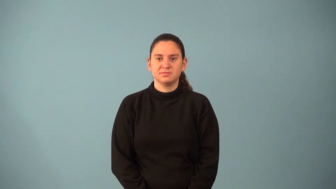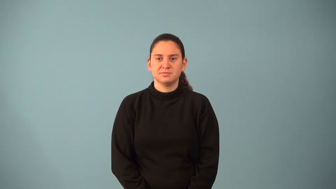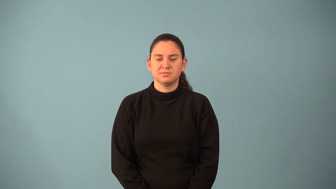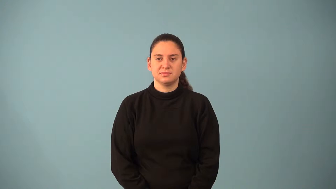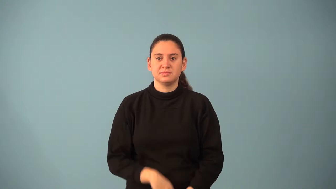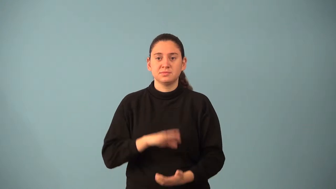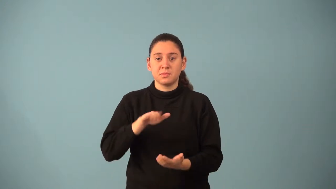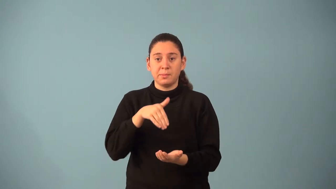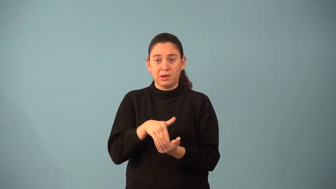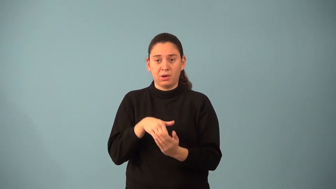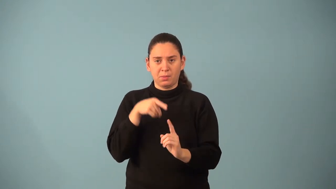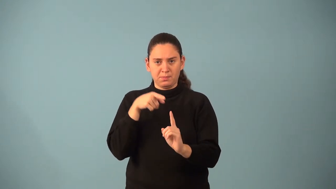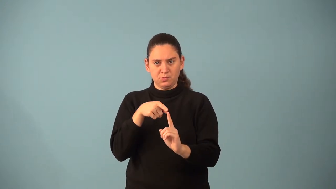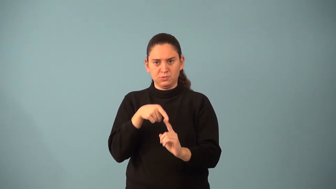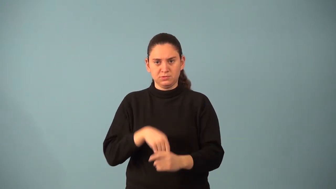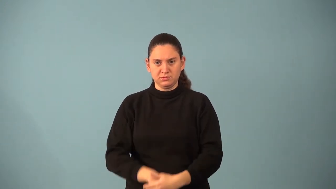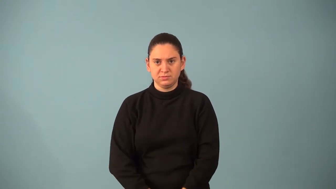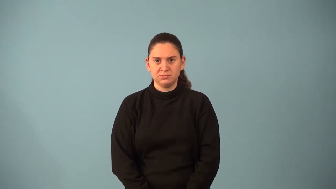midpoint